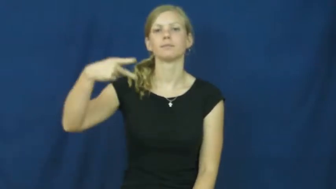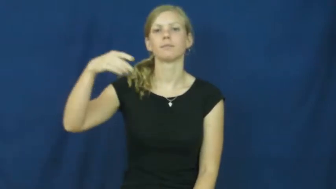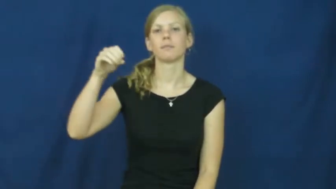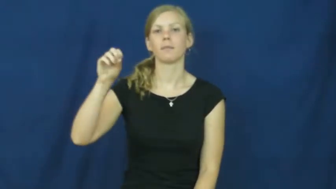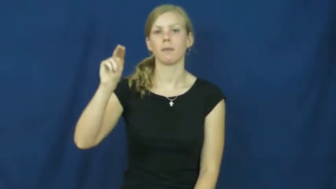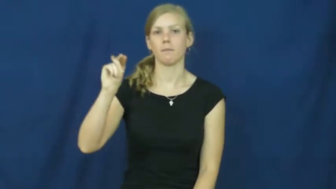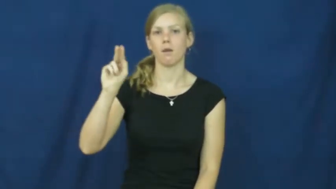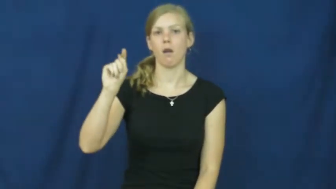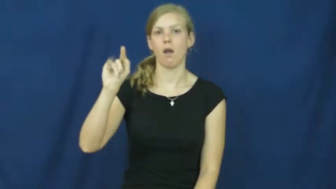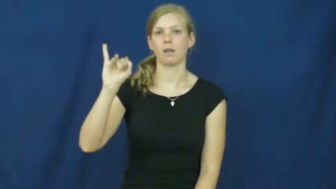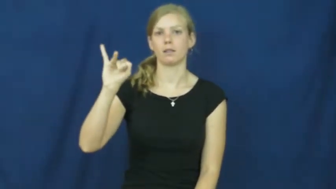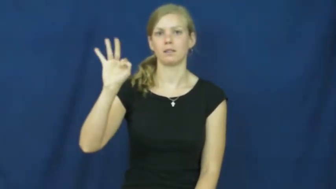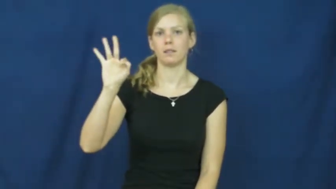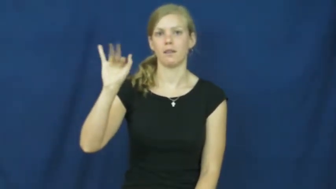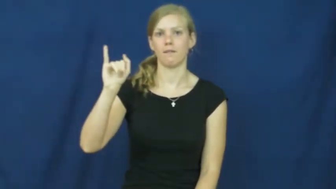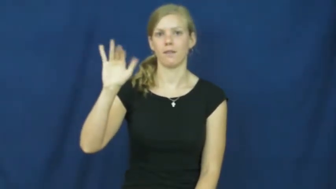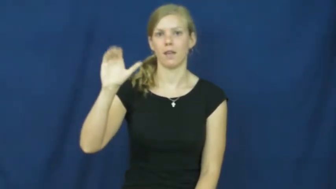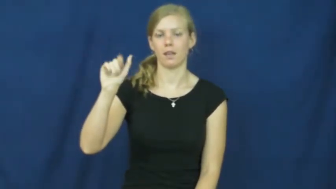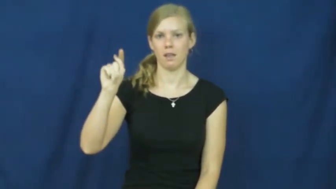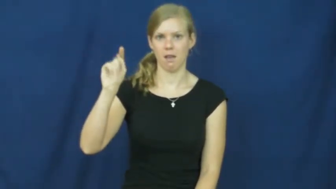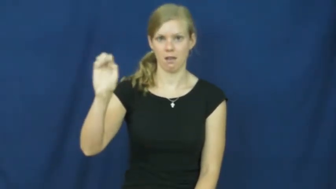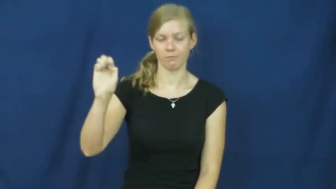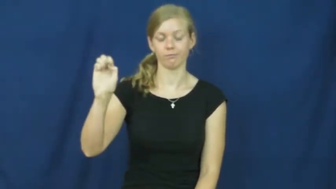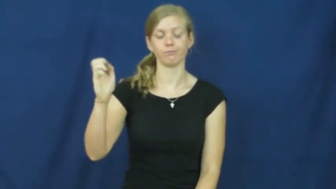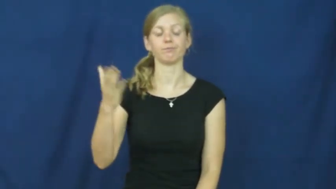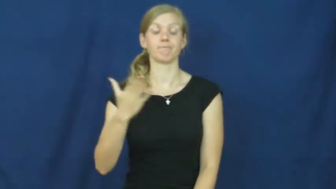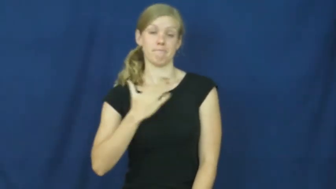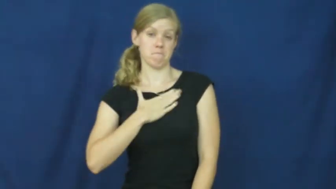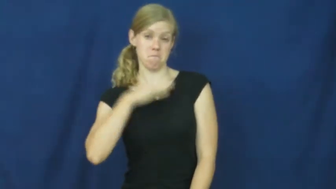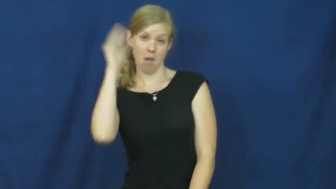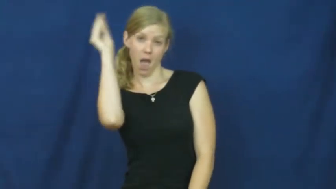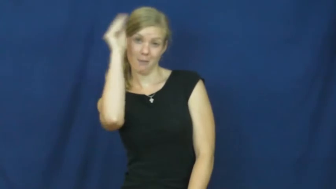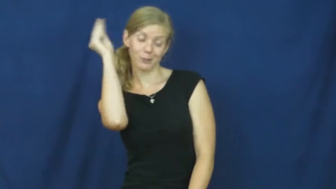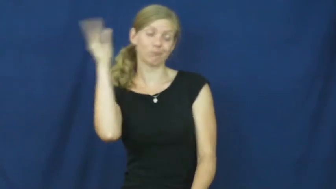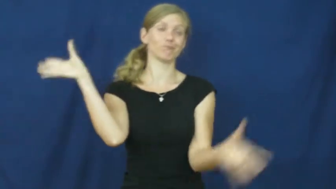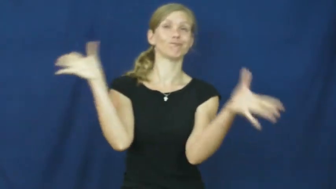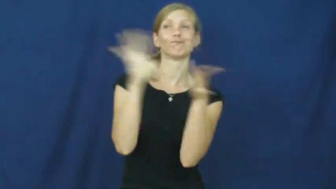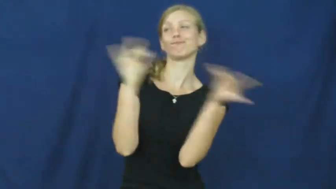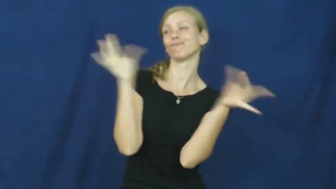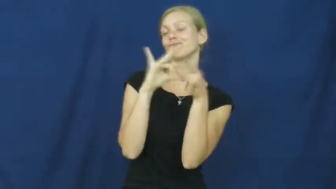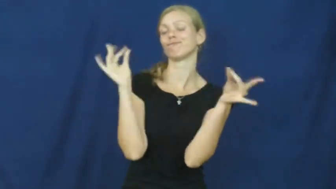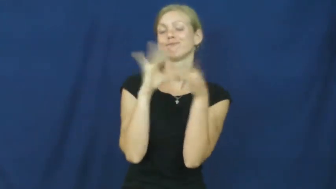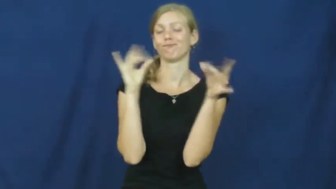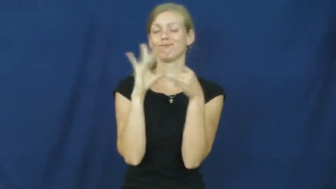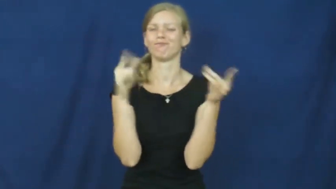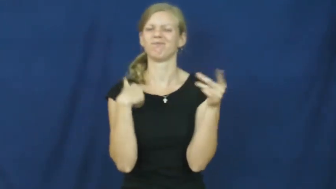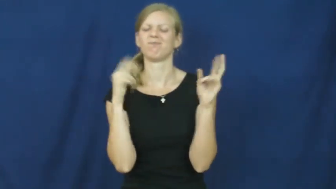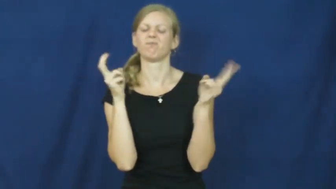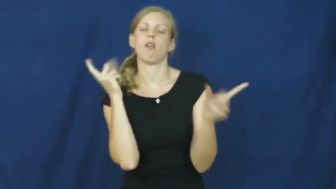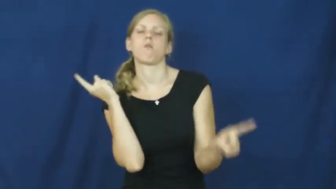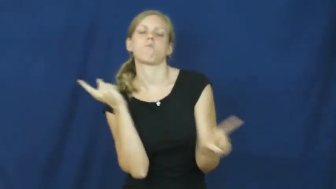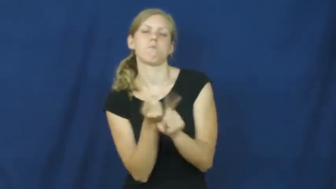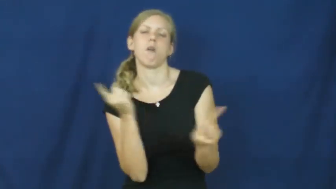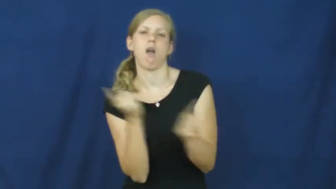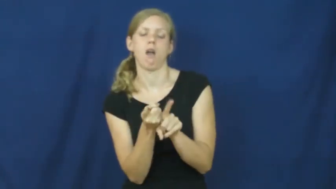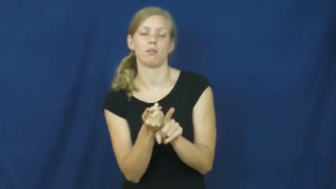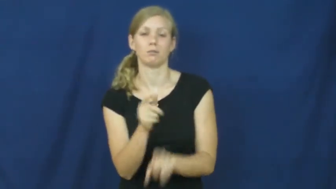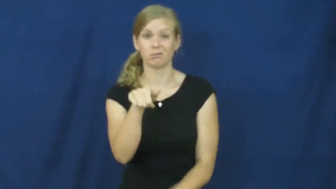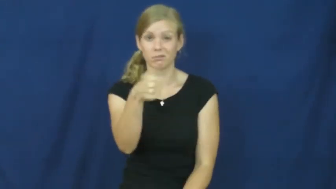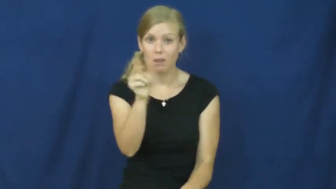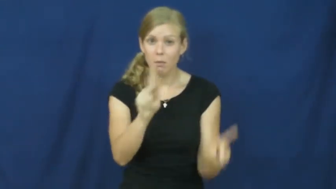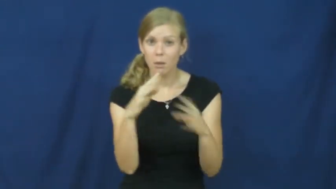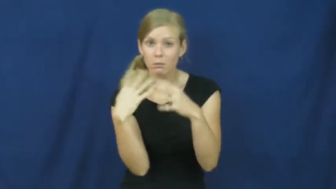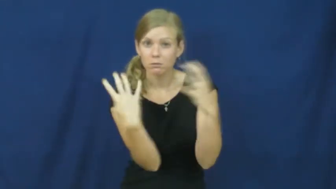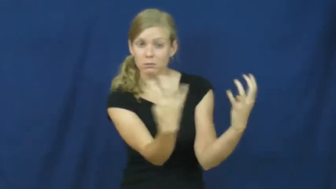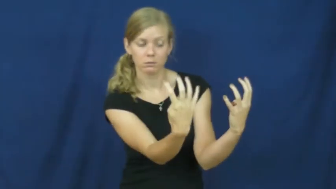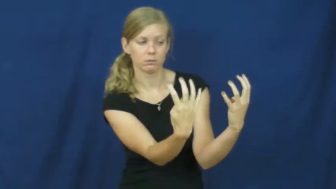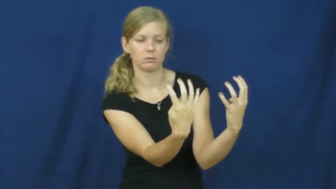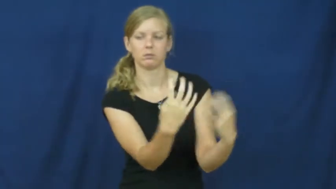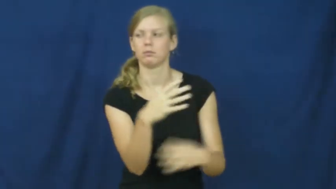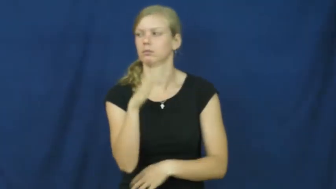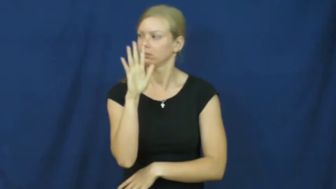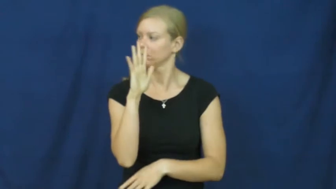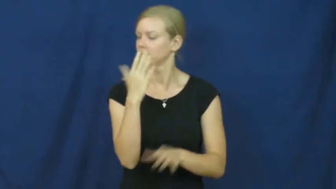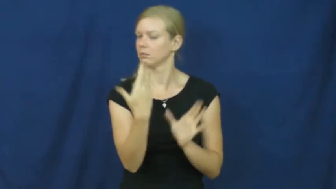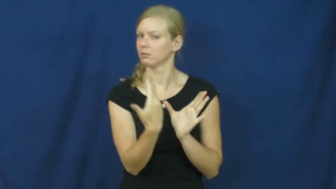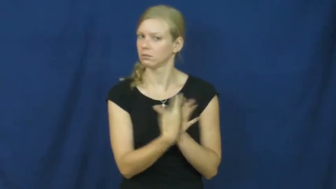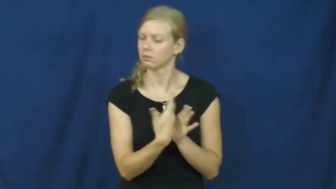pontificate